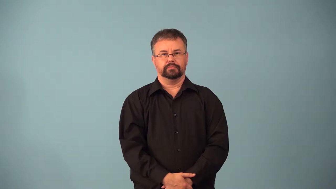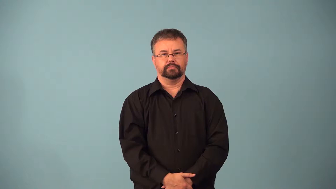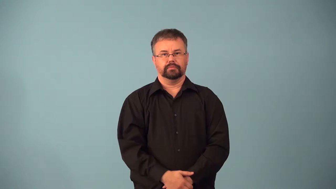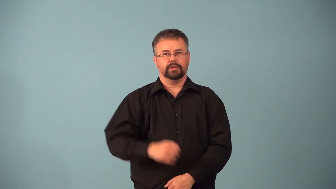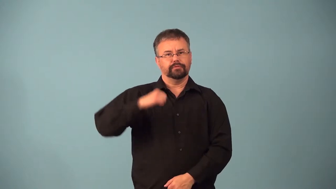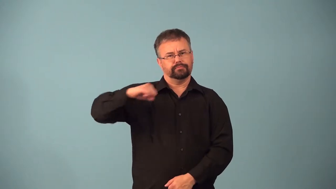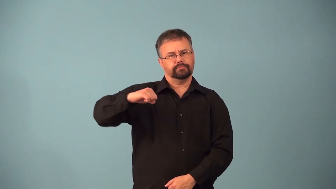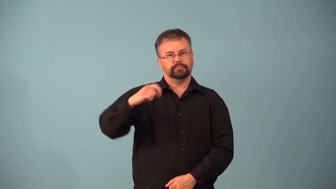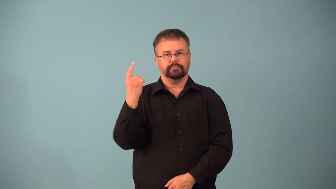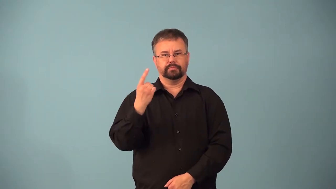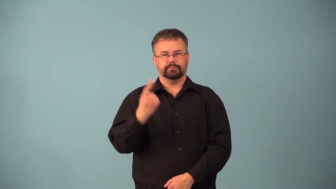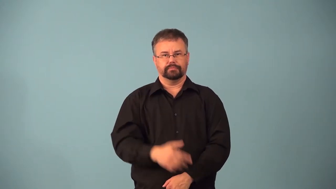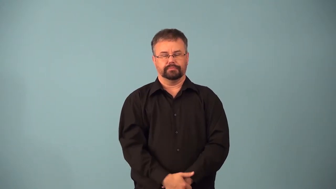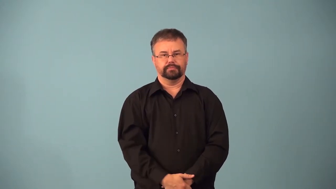abstinence